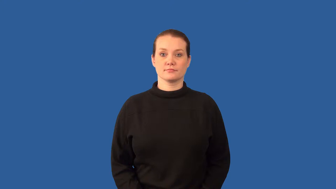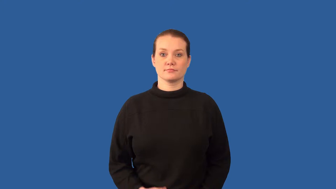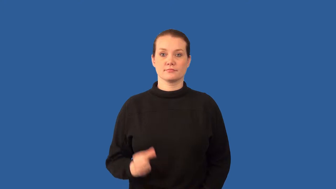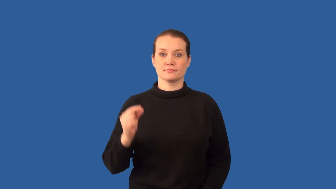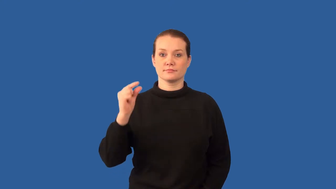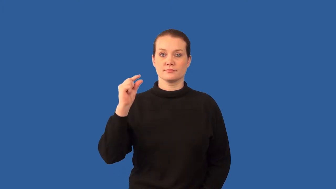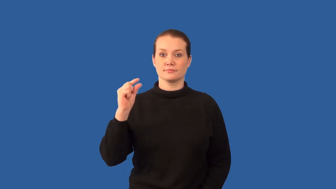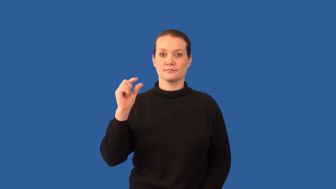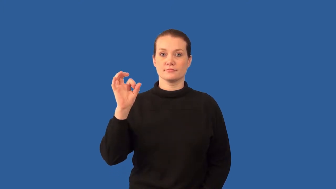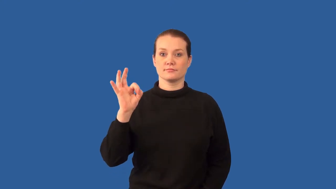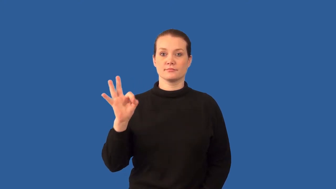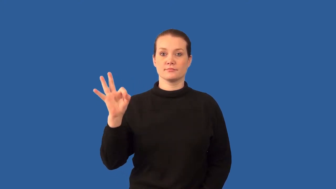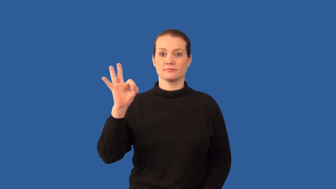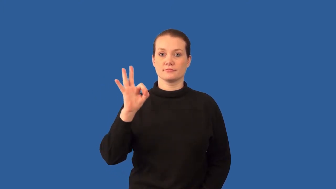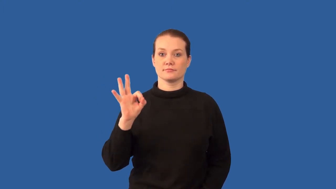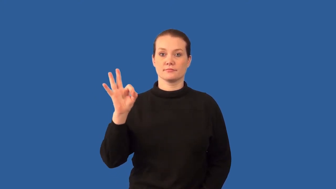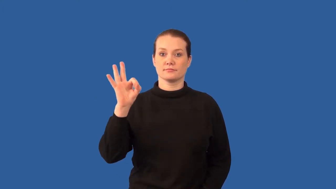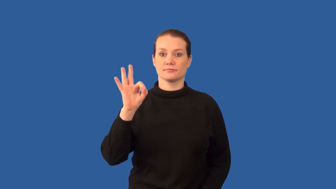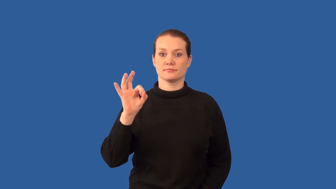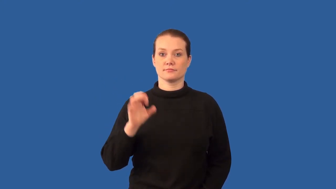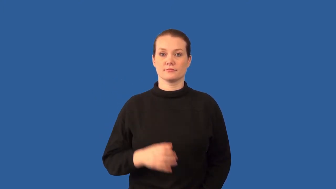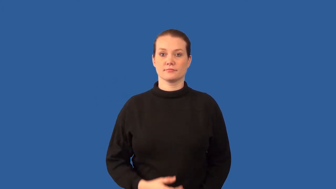quarks